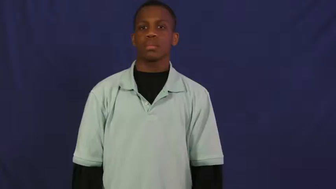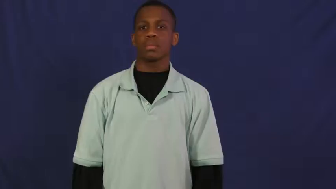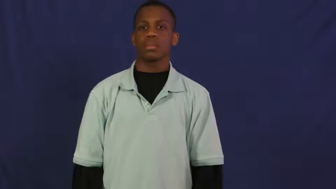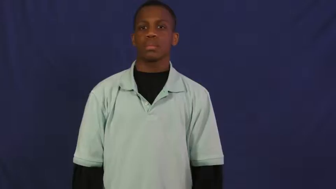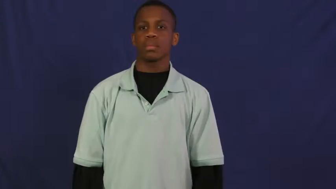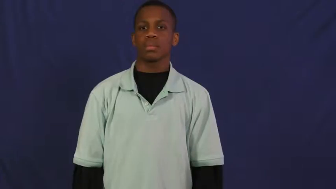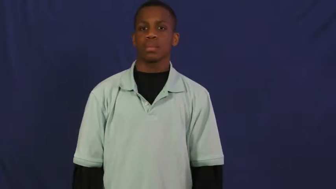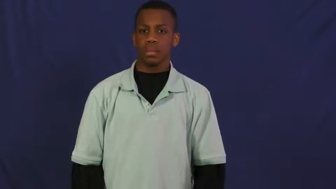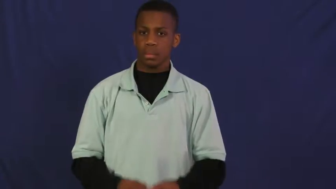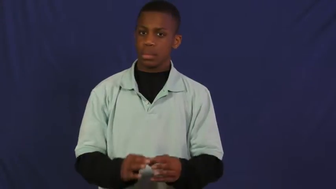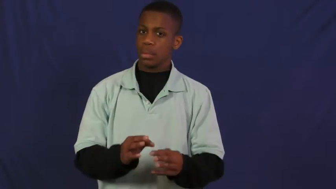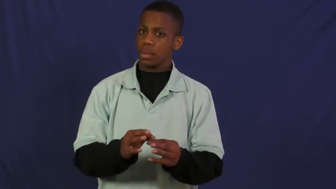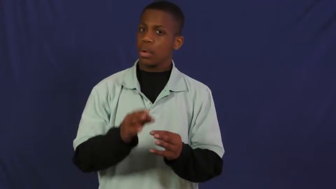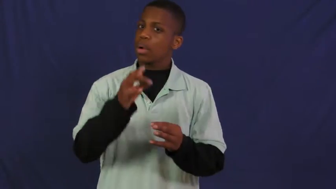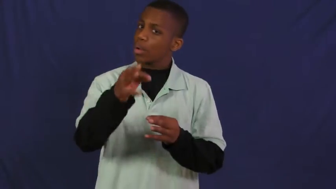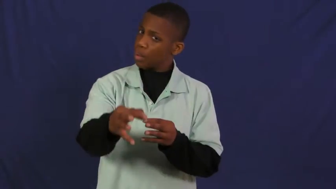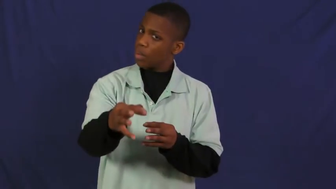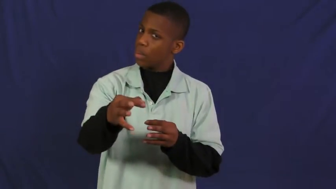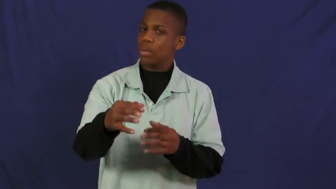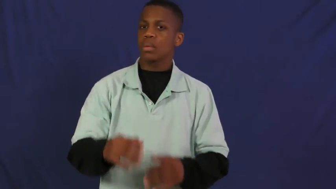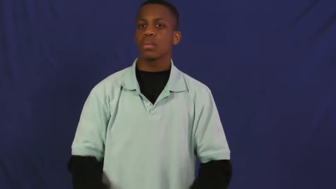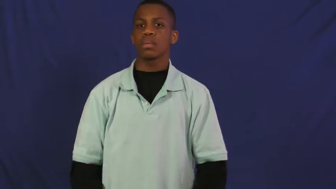hold up-delay